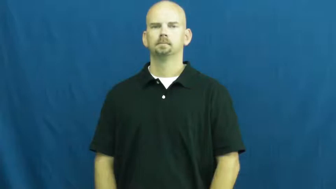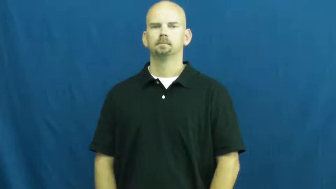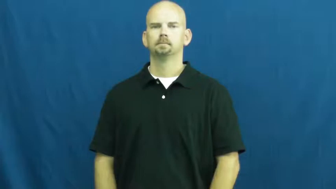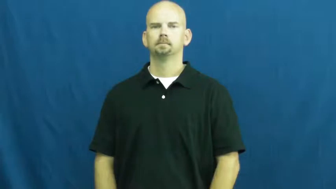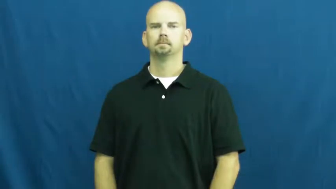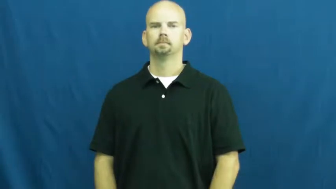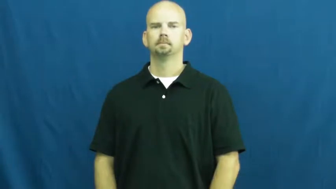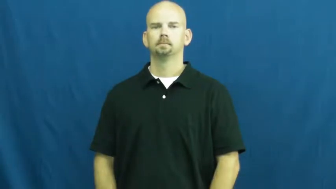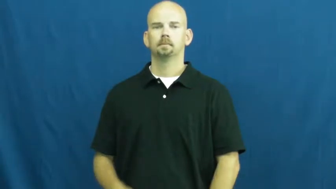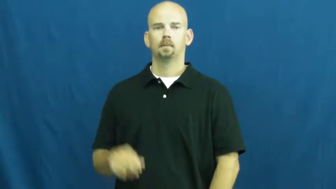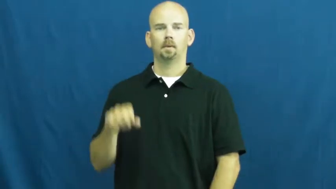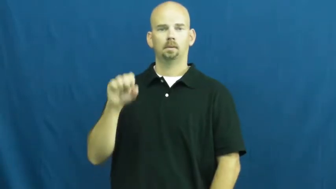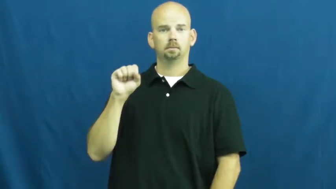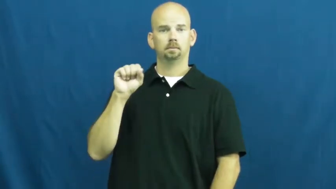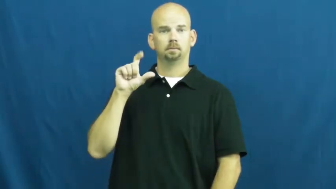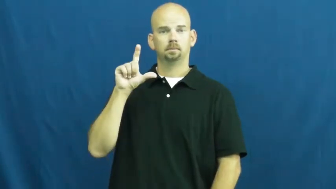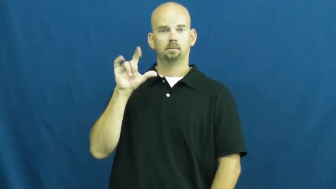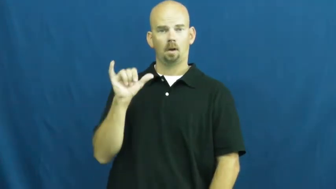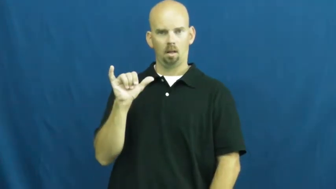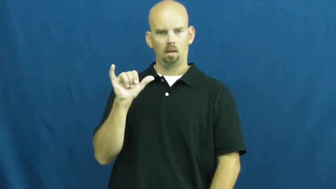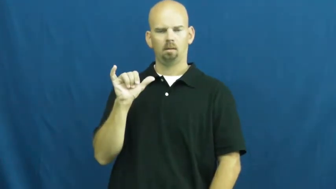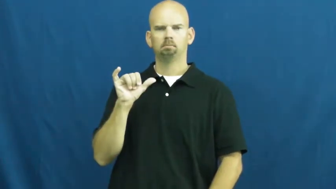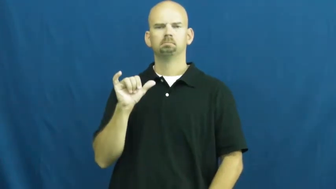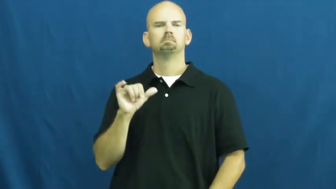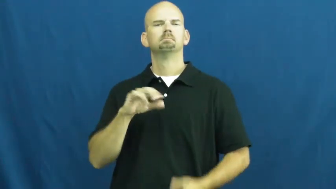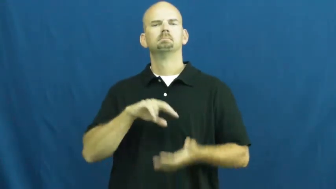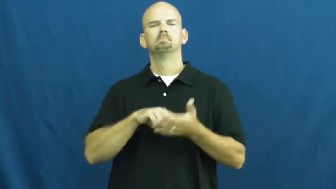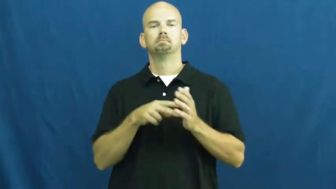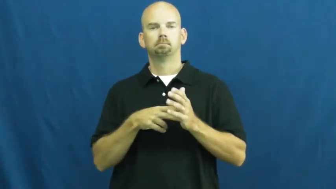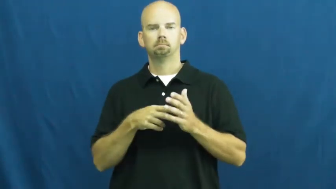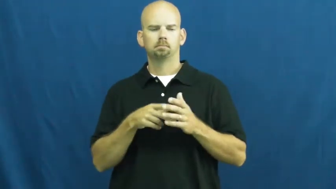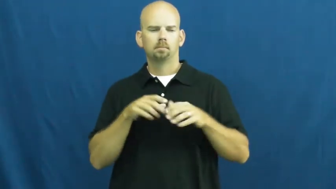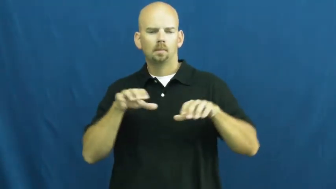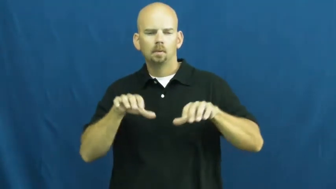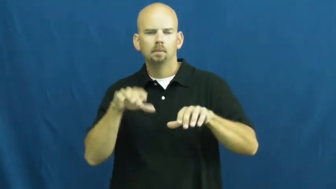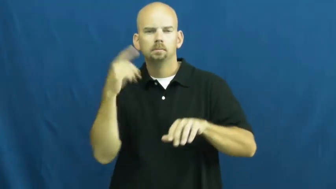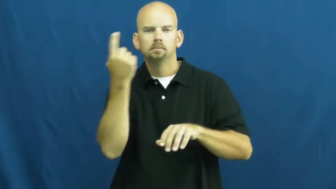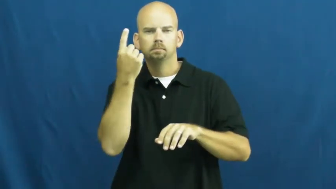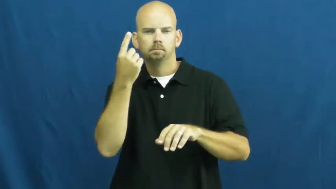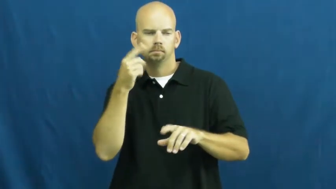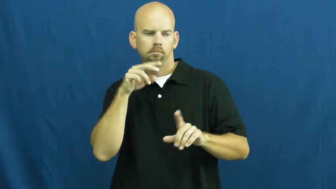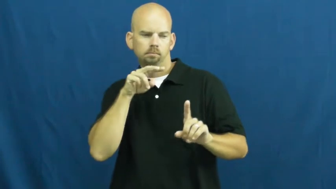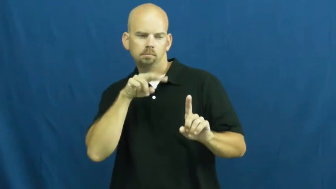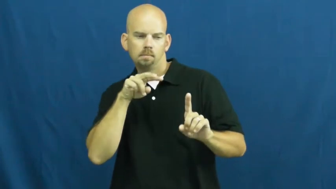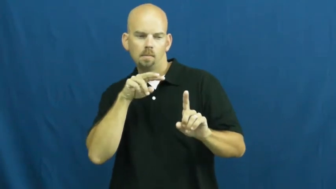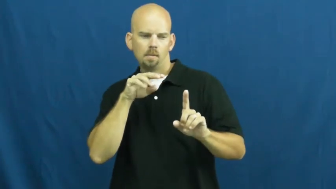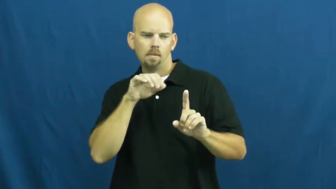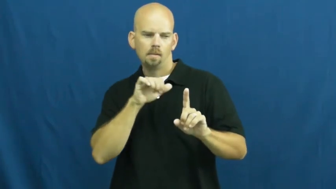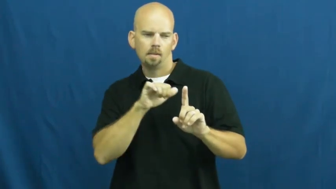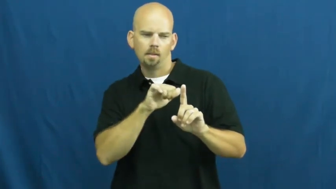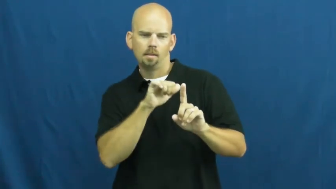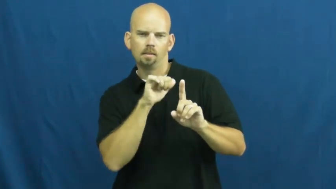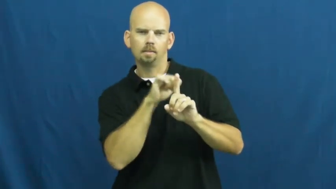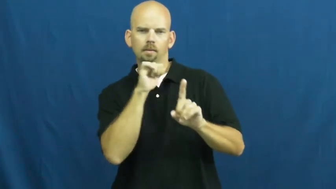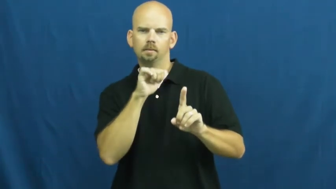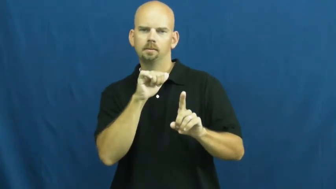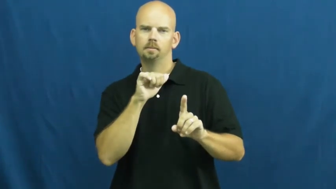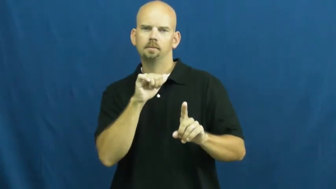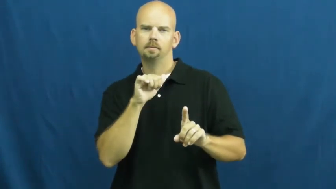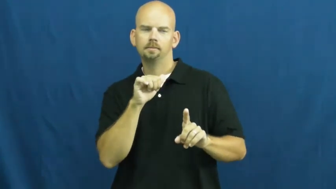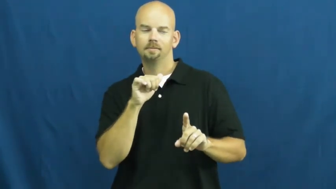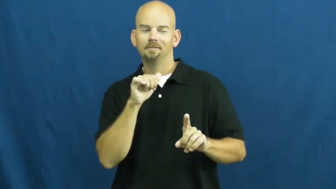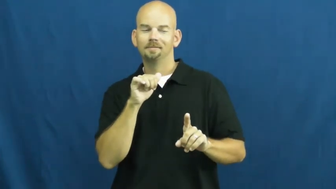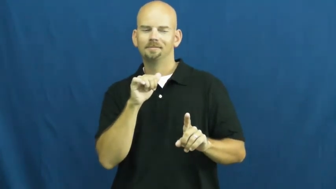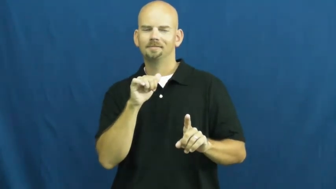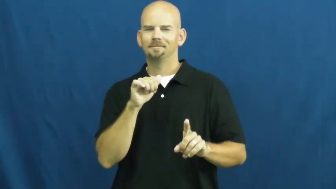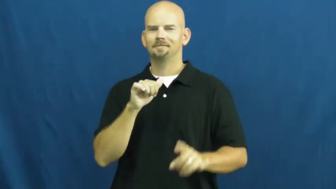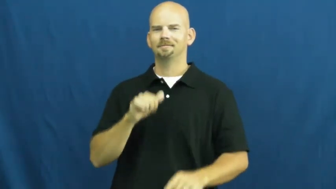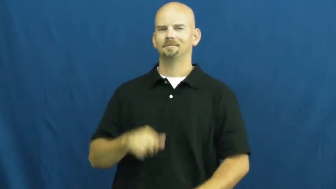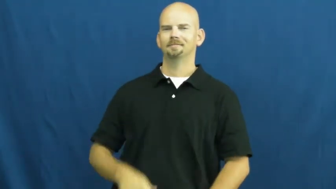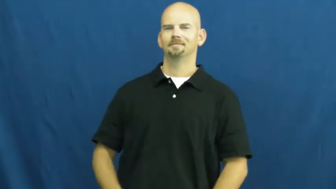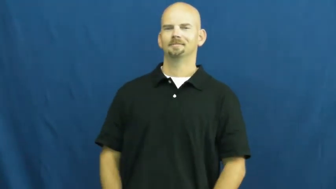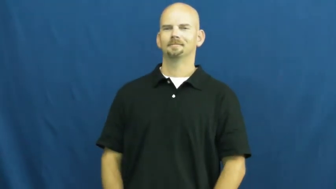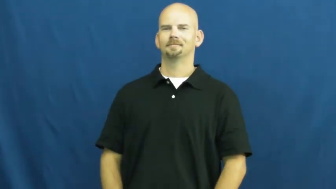sly,archly